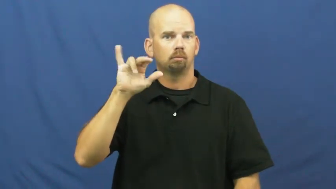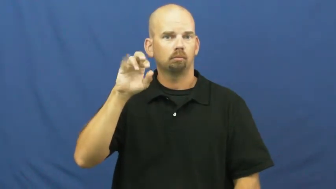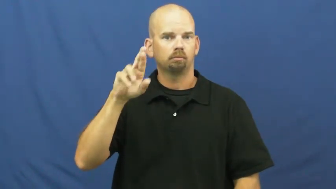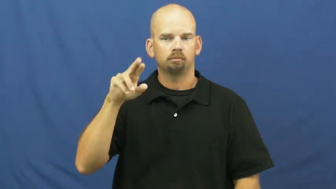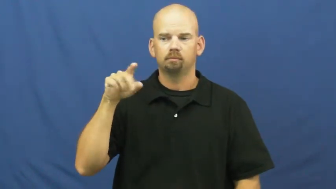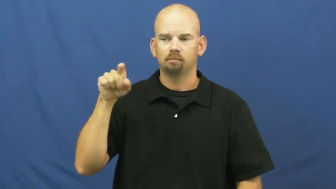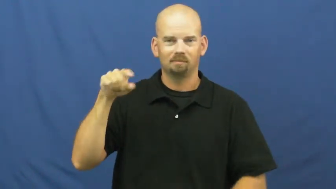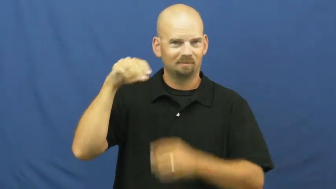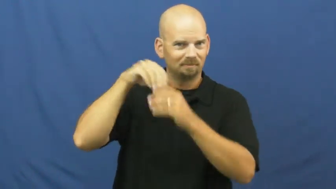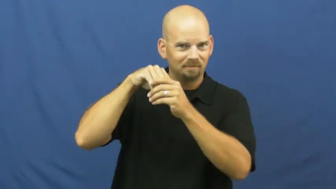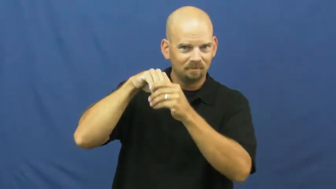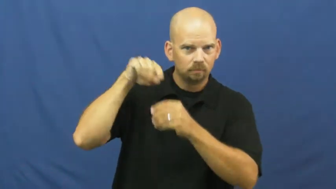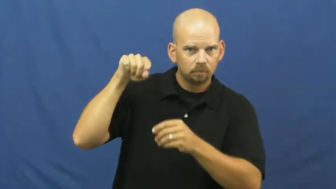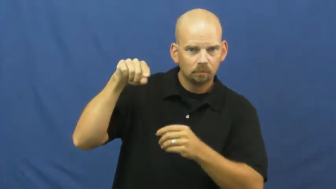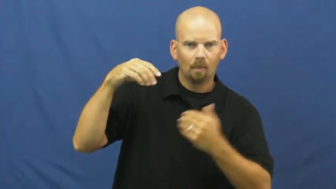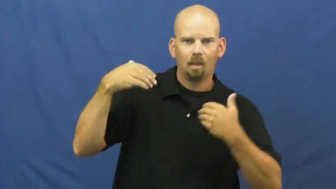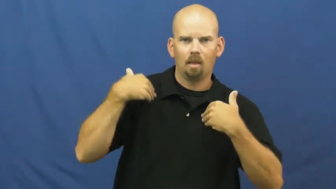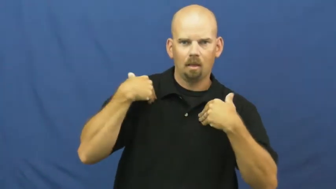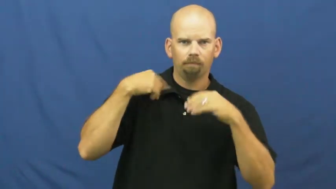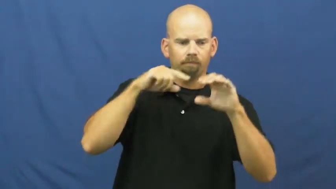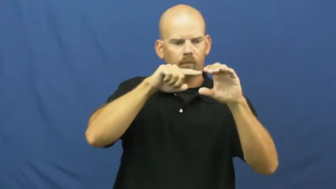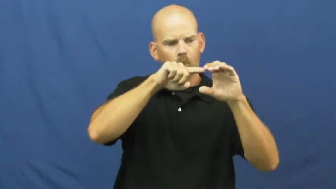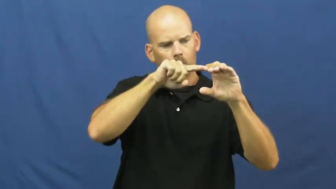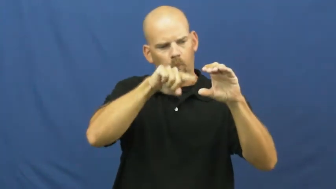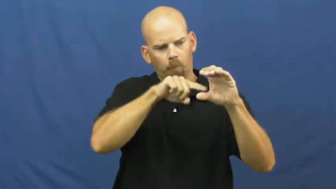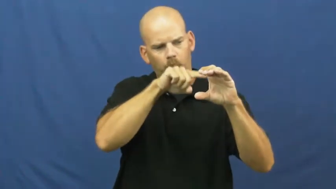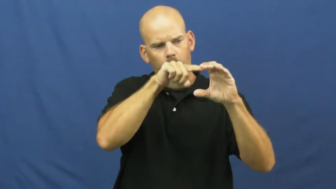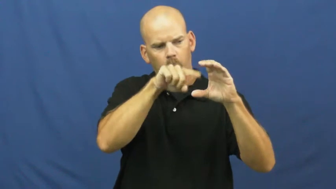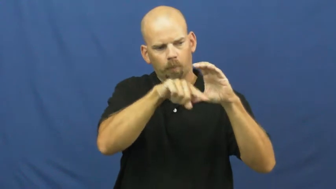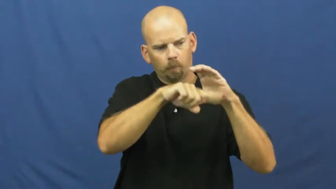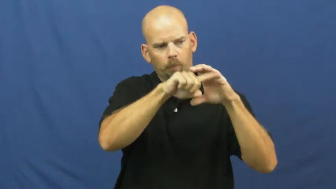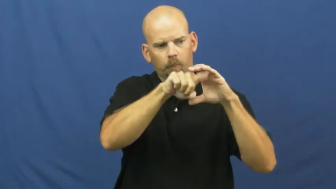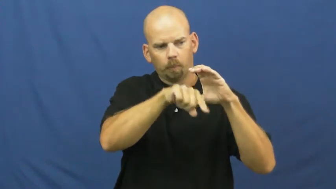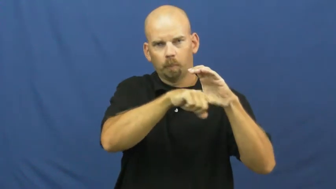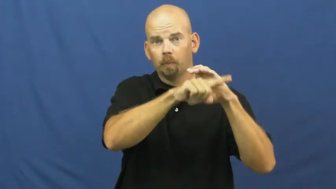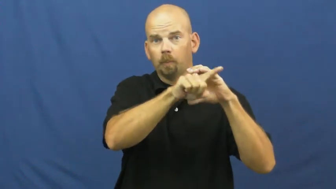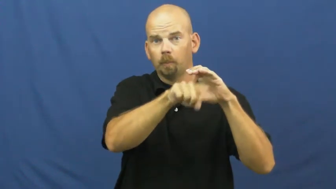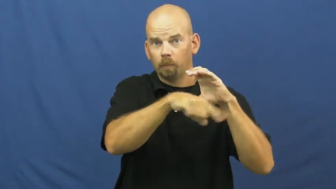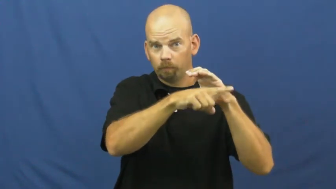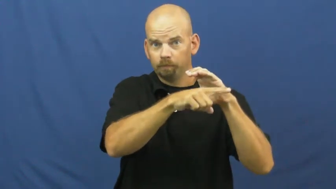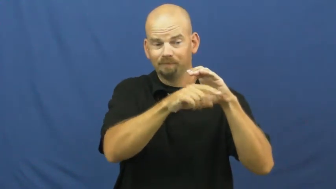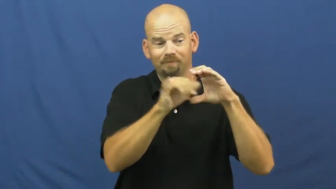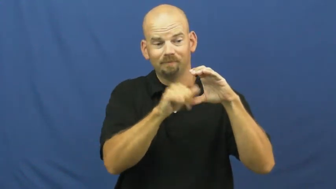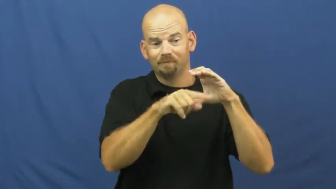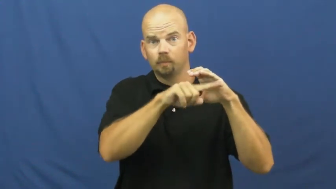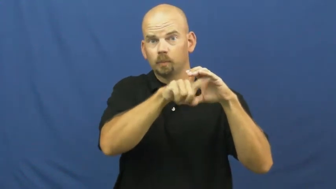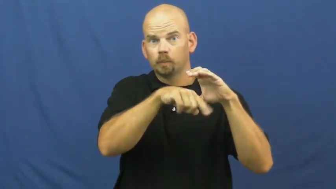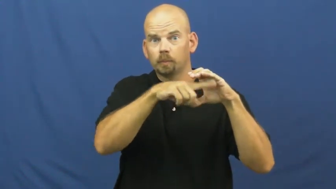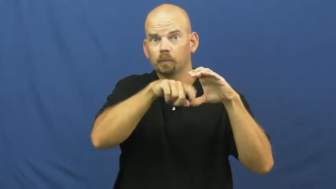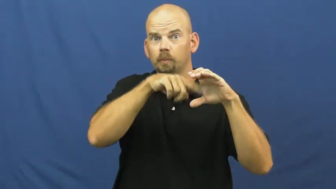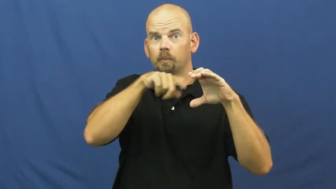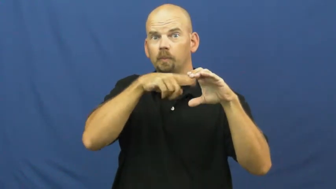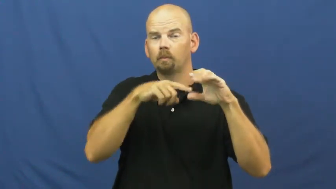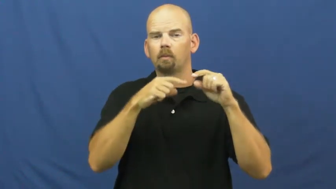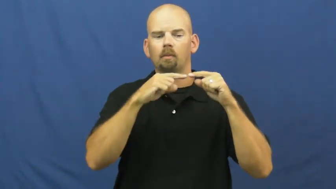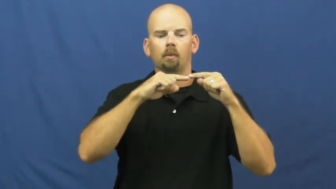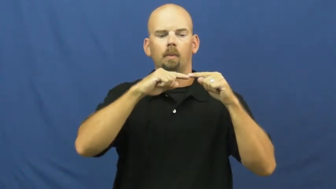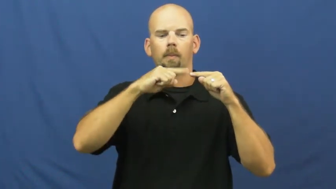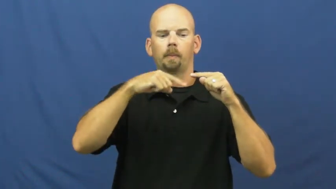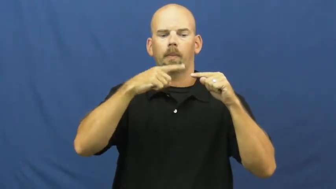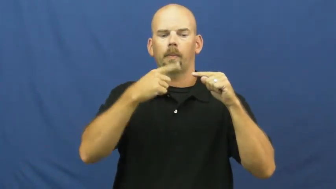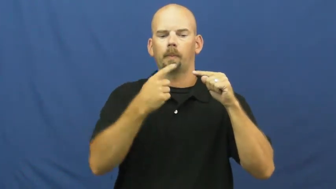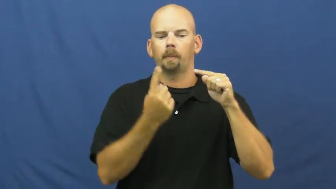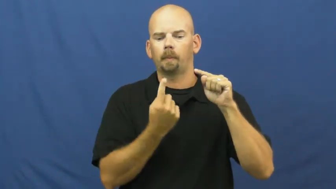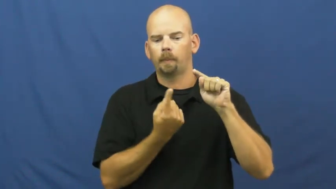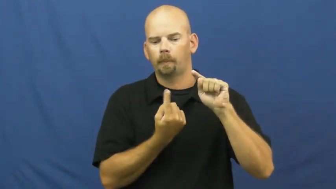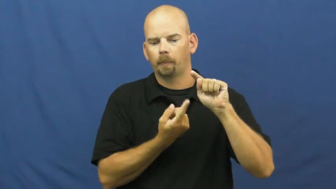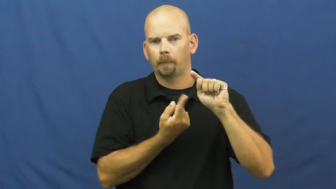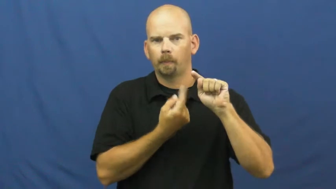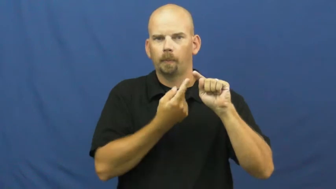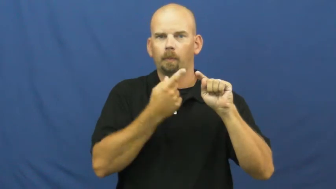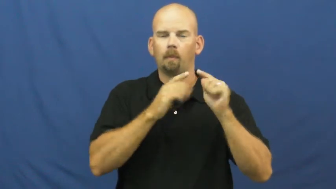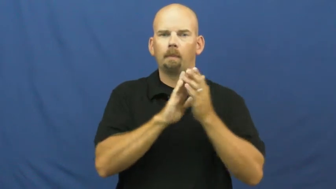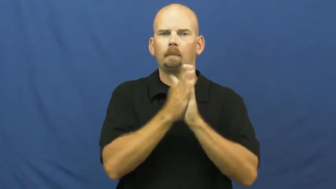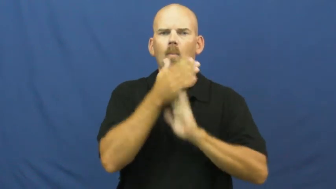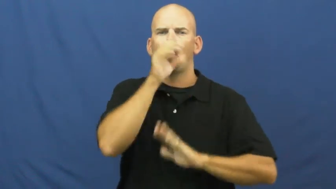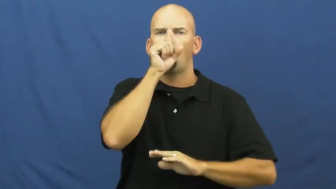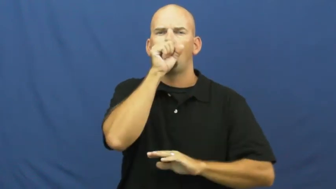element-coil